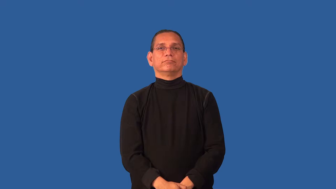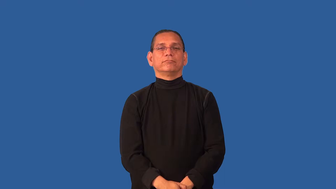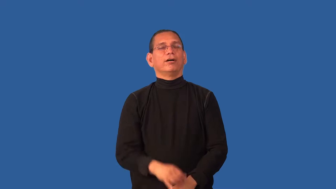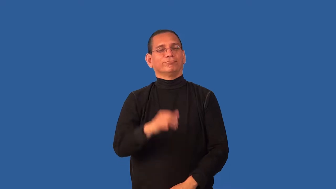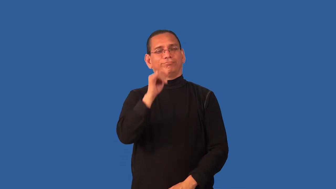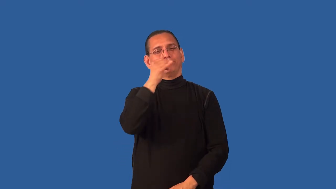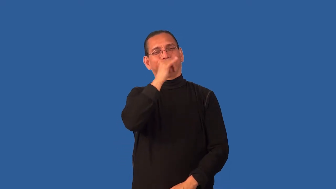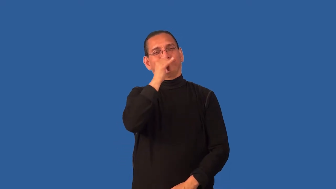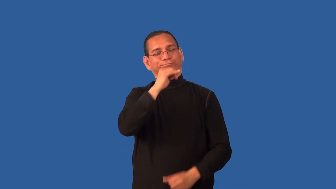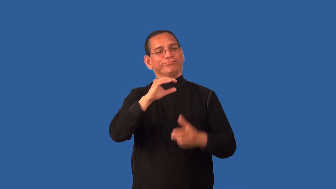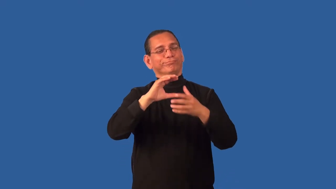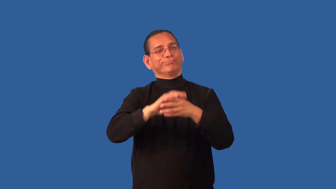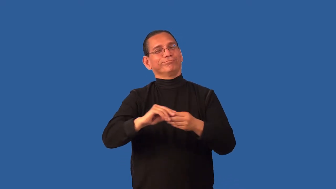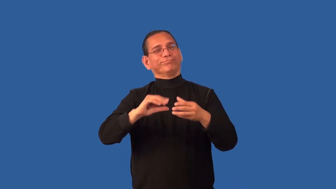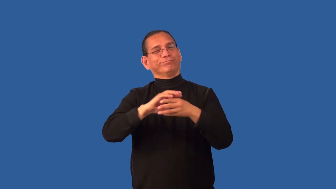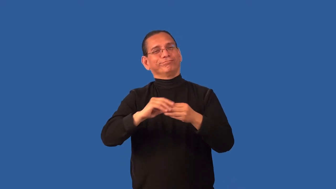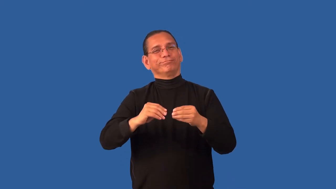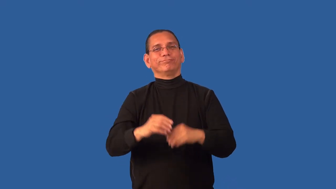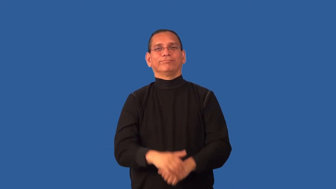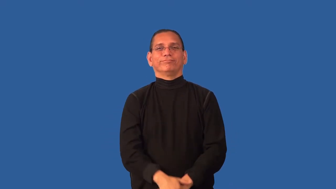corny,shmaltzy